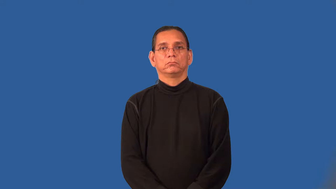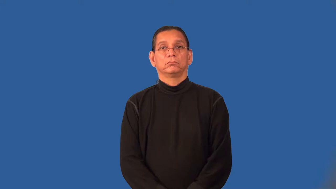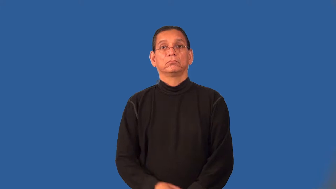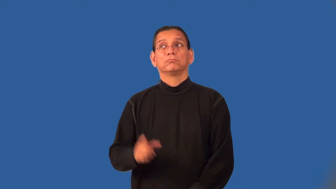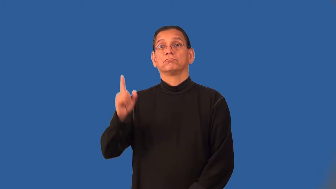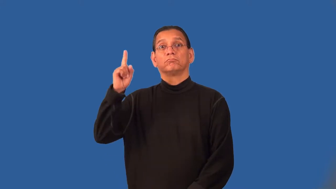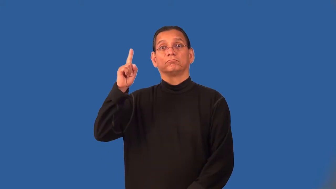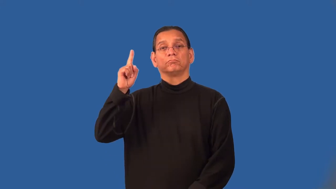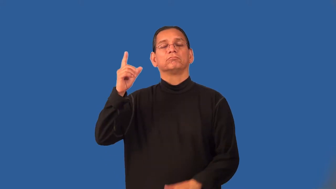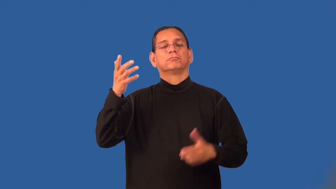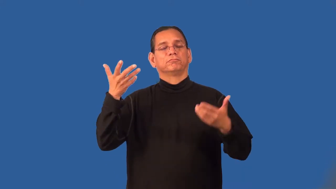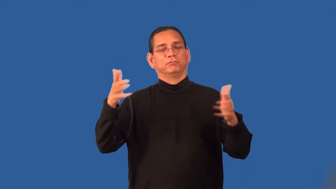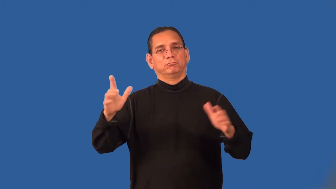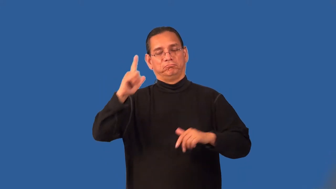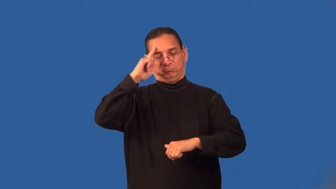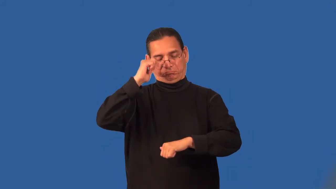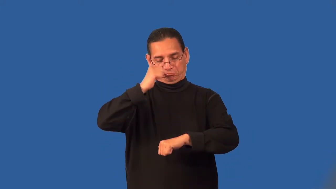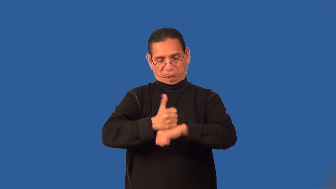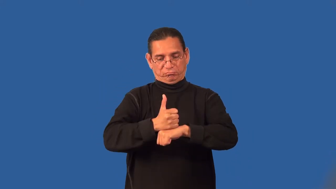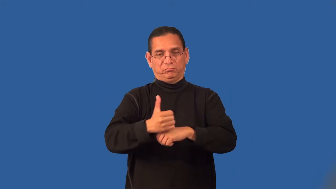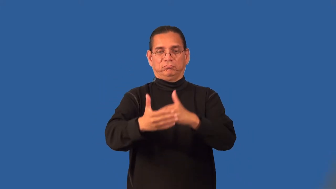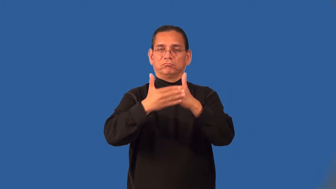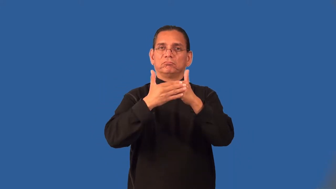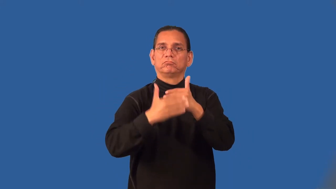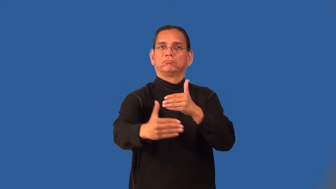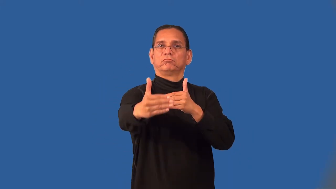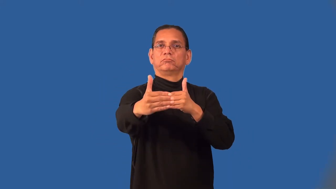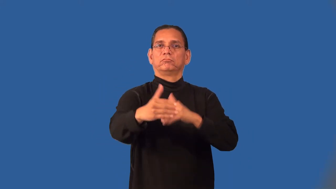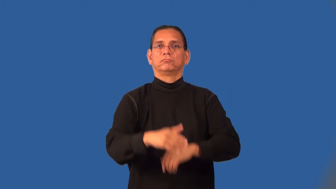predestined